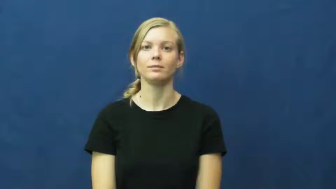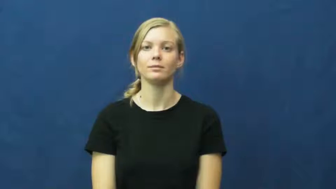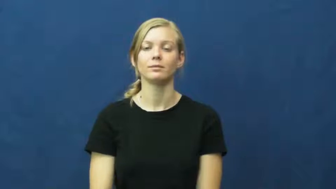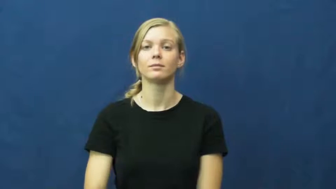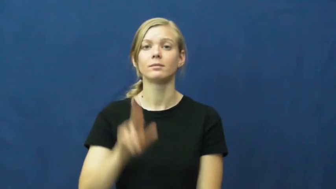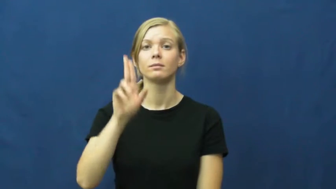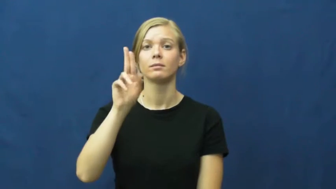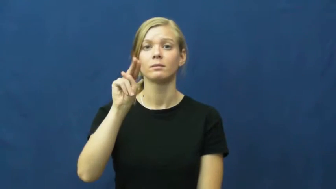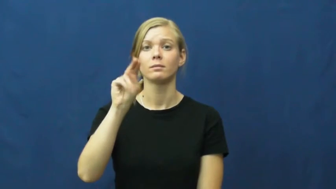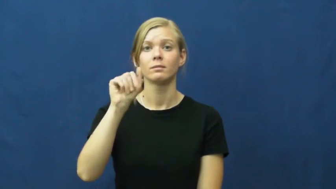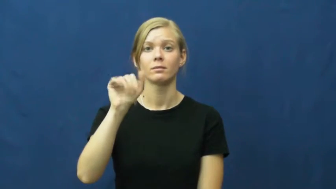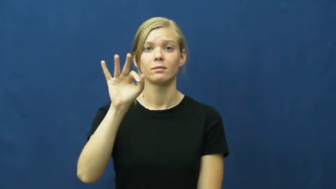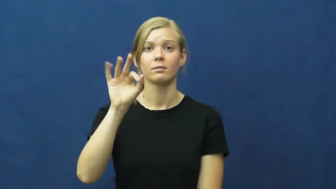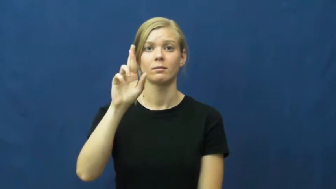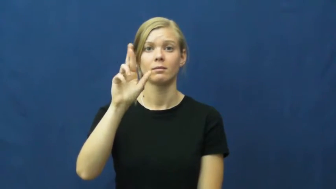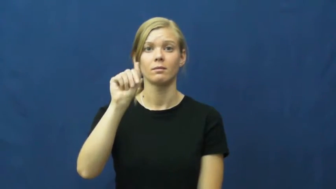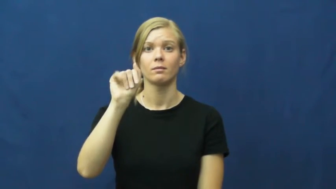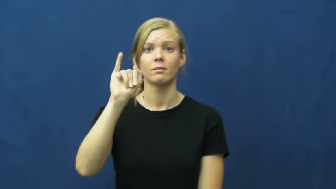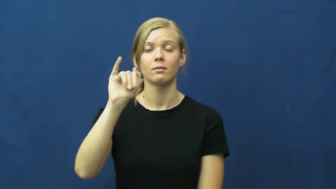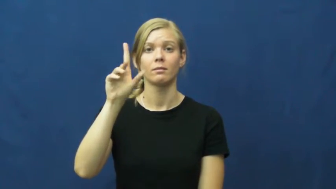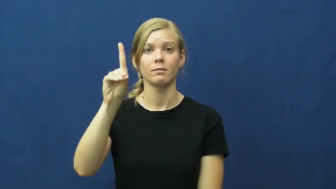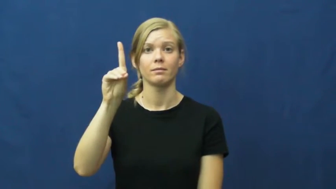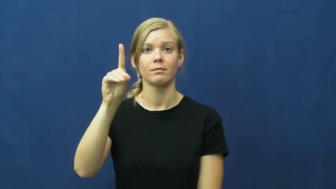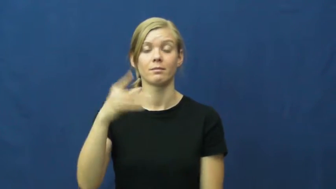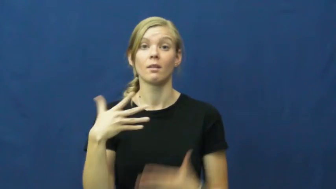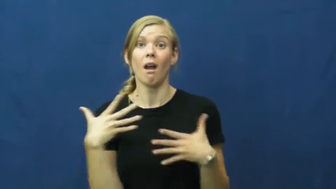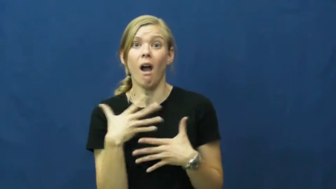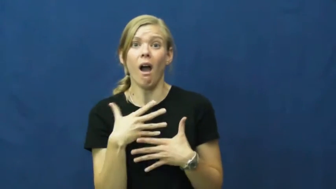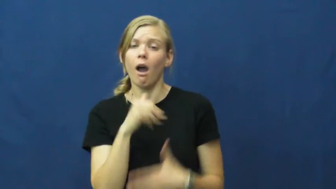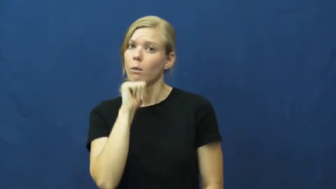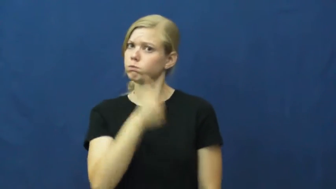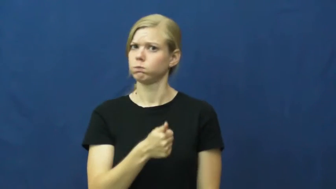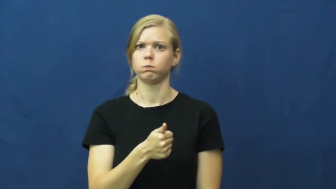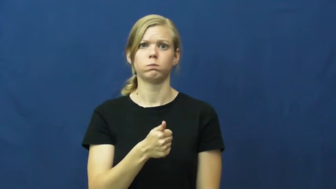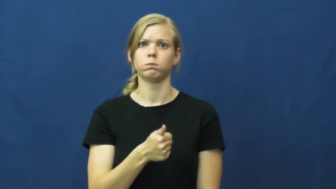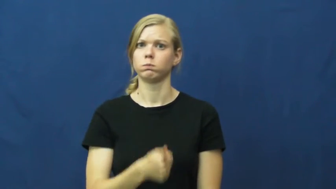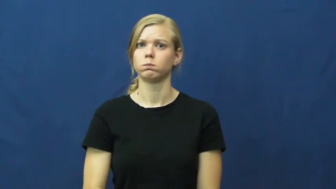unafraid